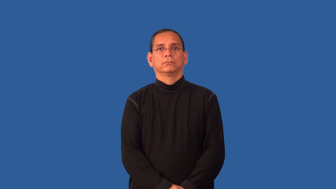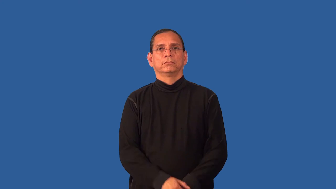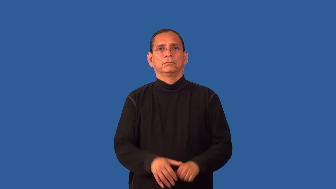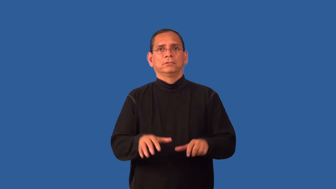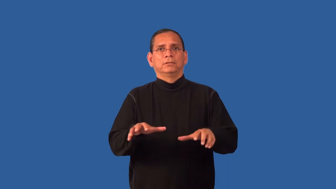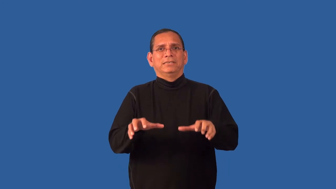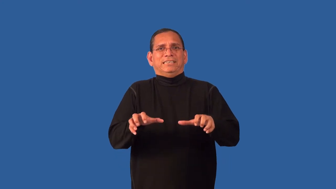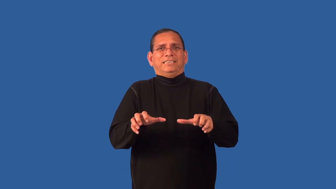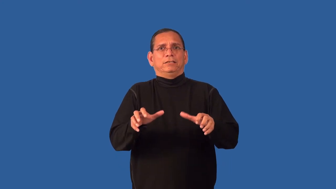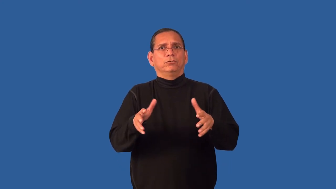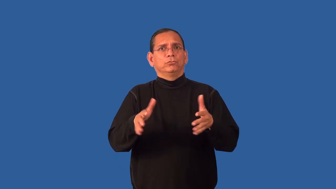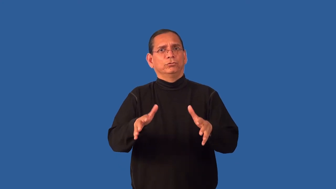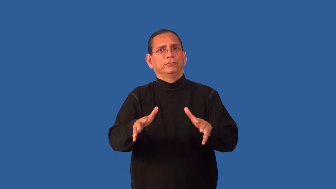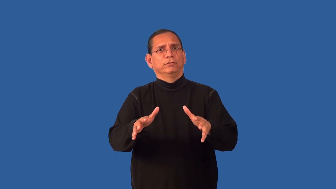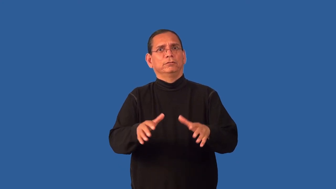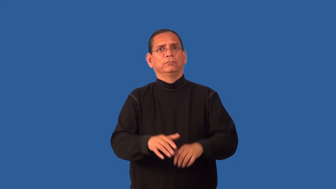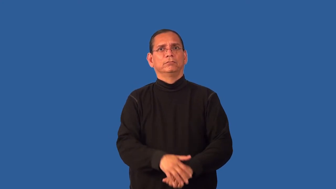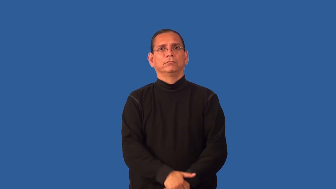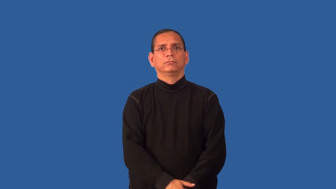edgy